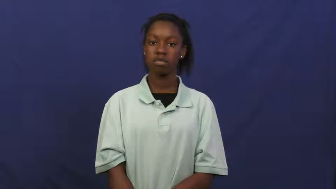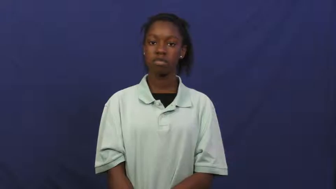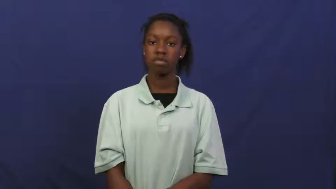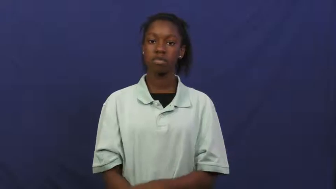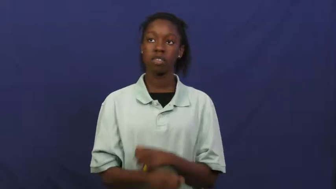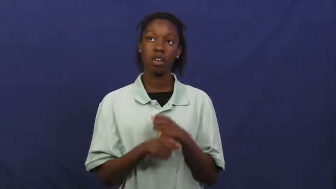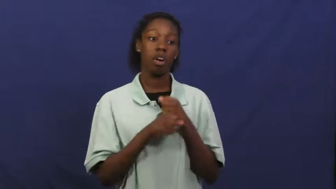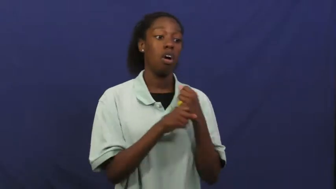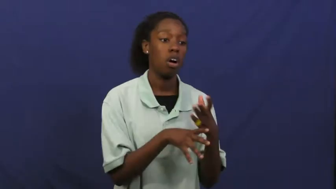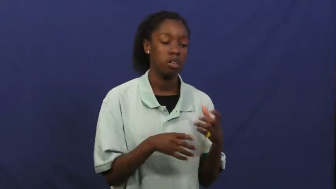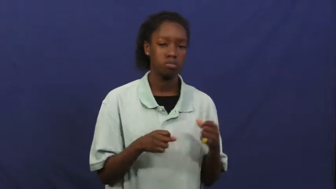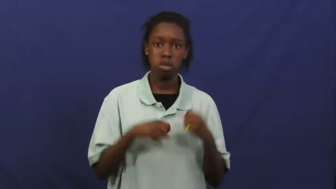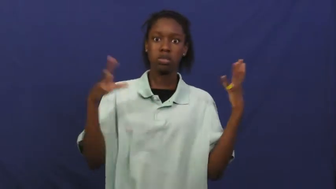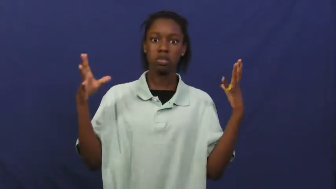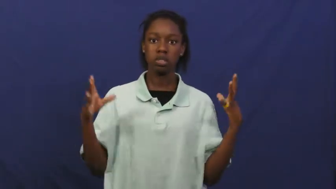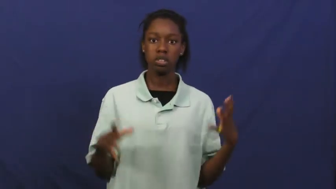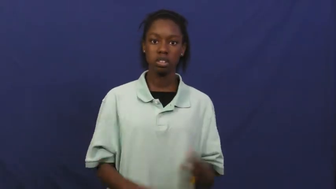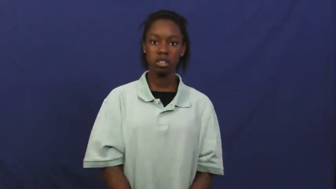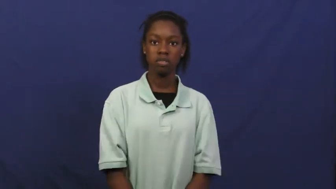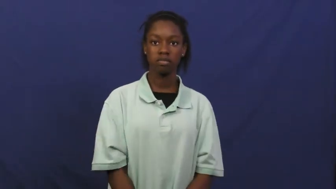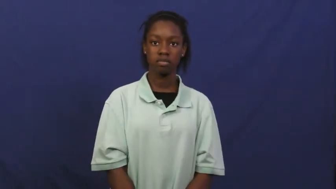detonate